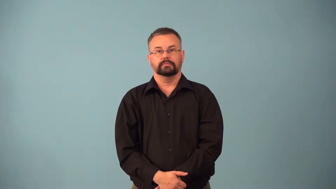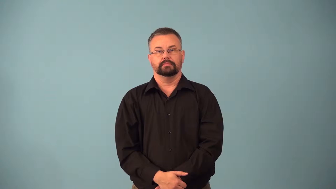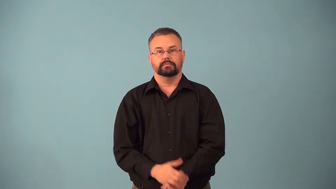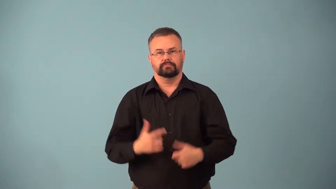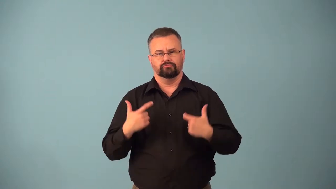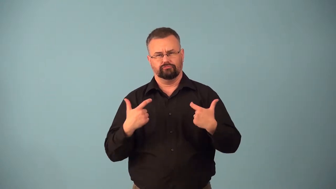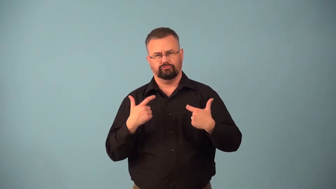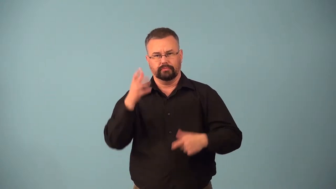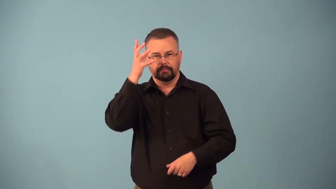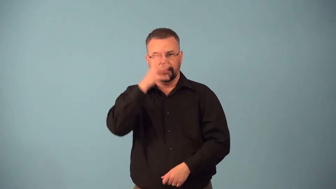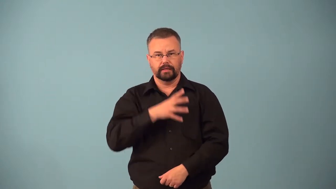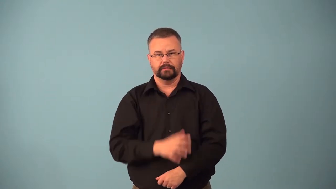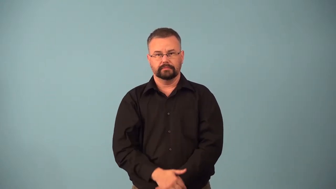beefcake